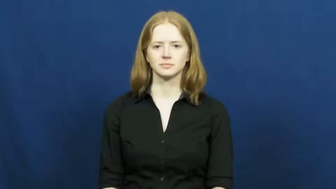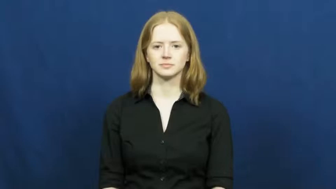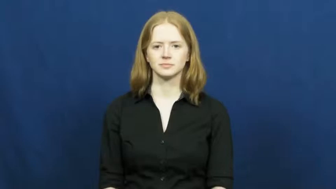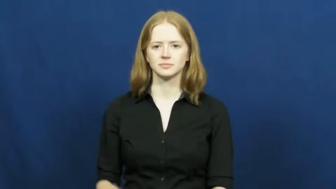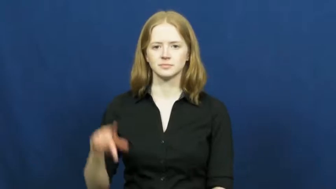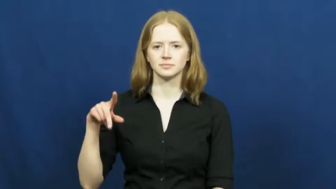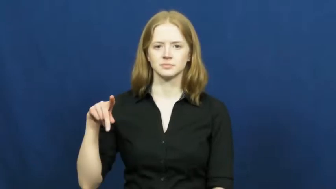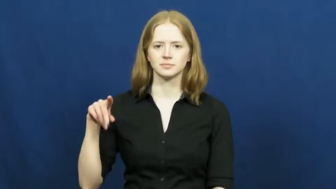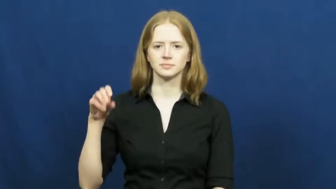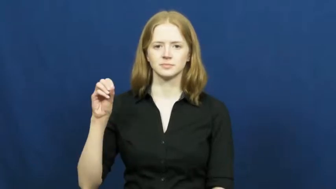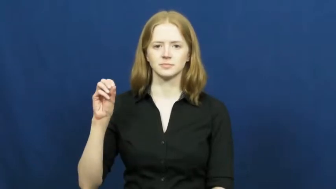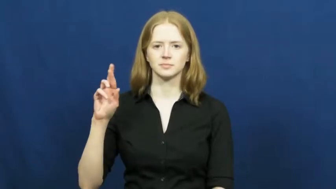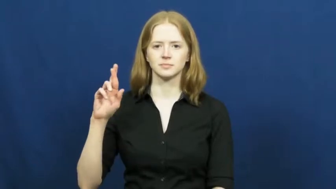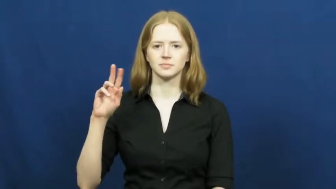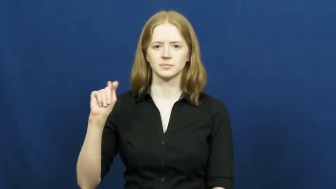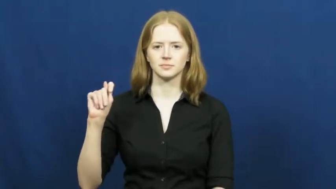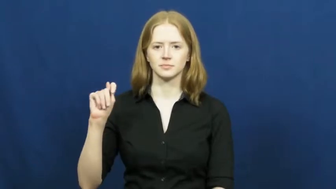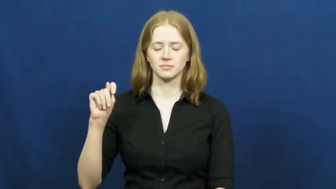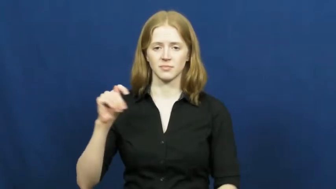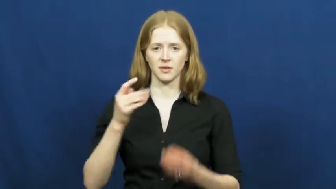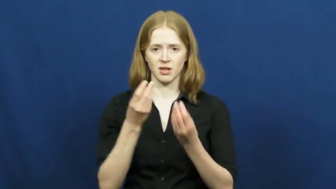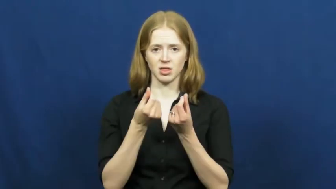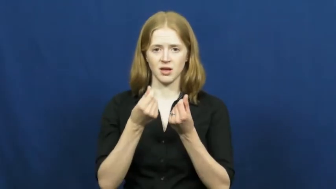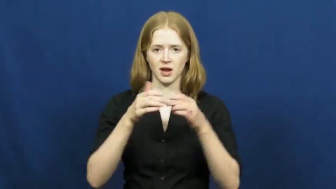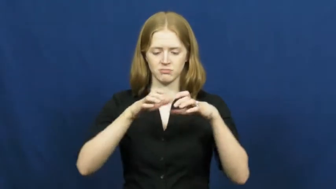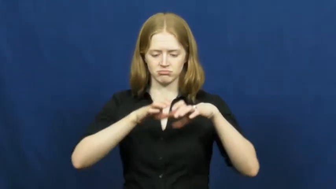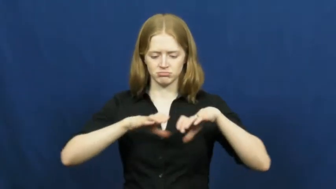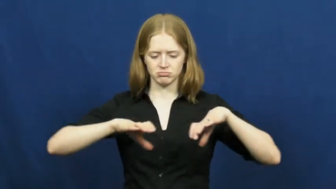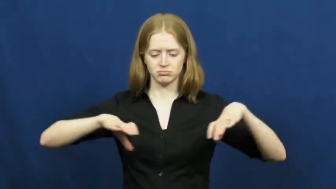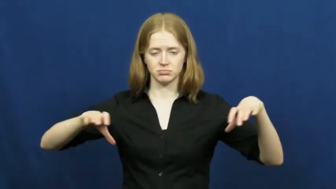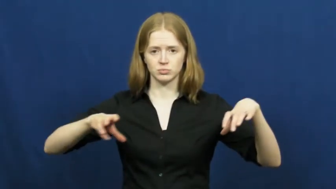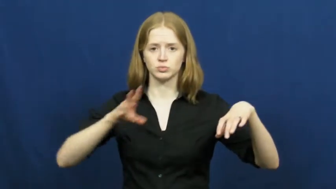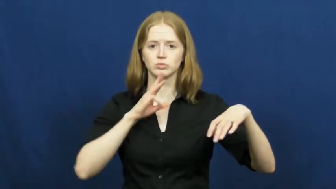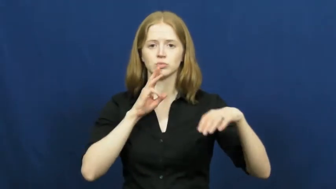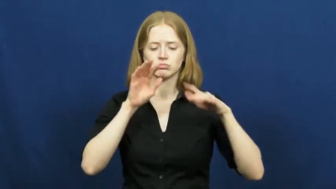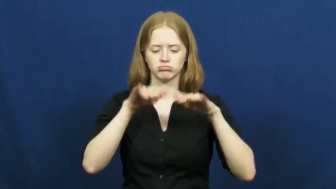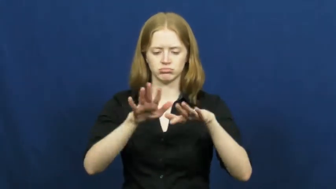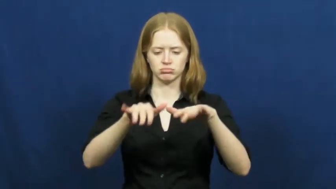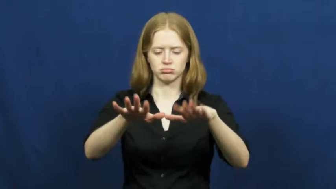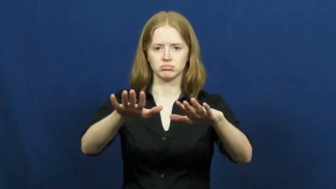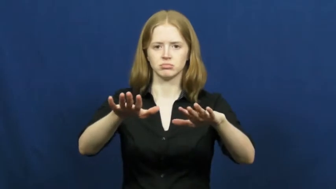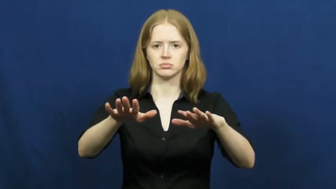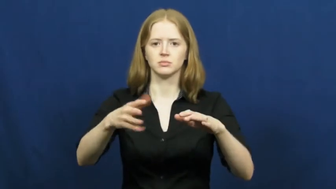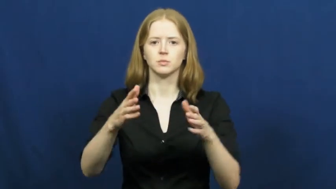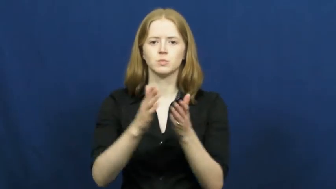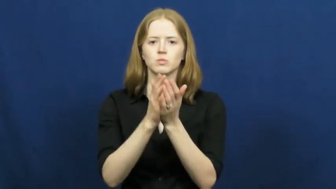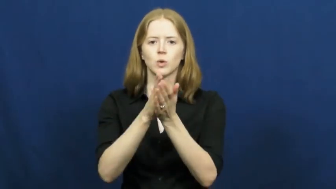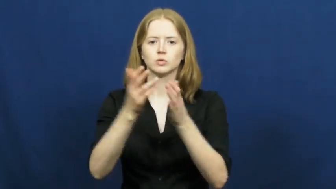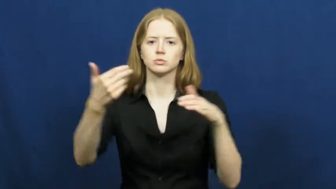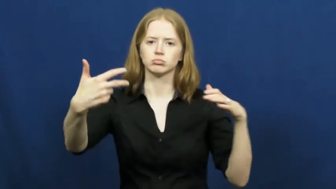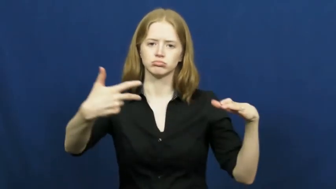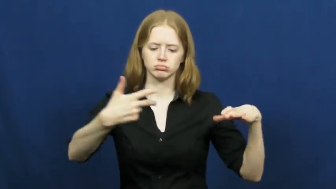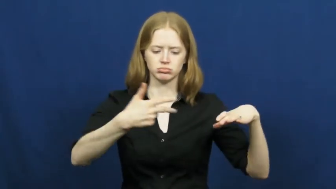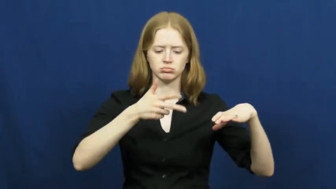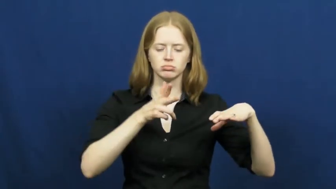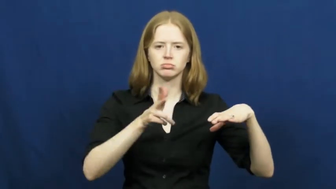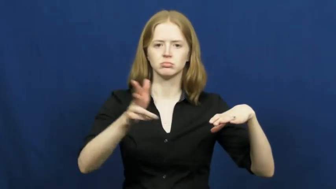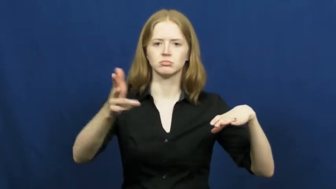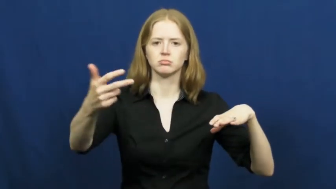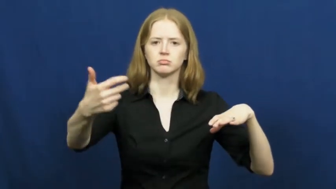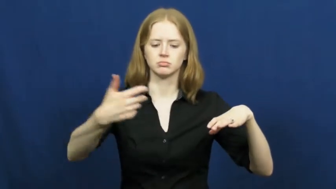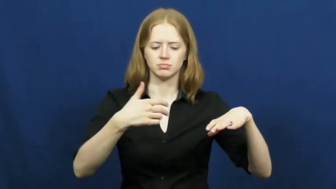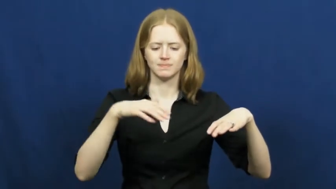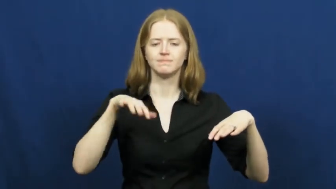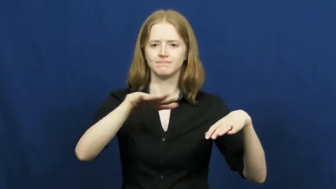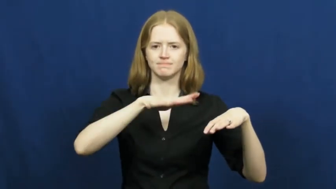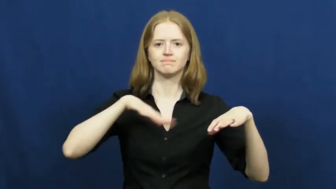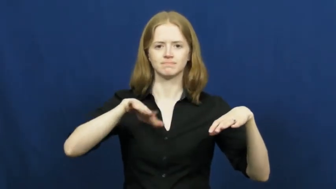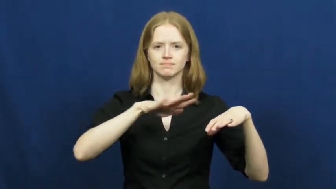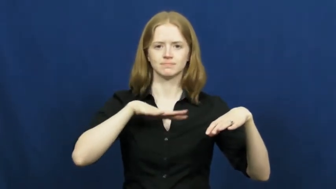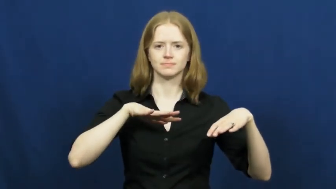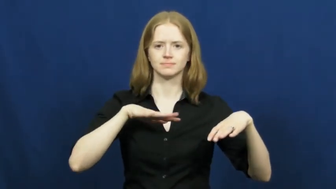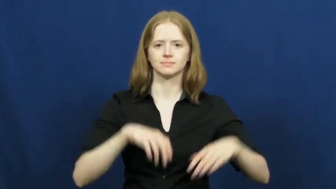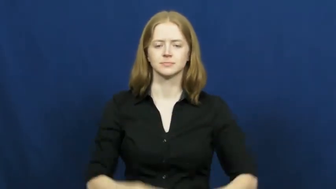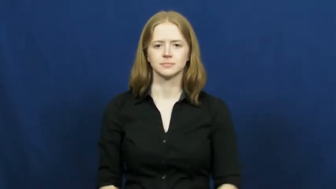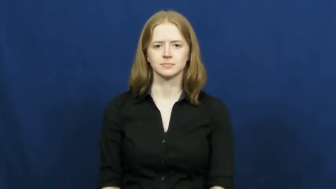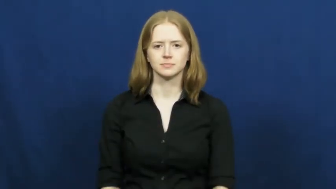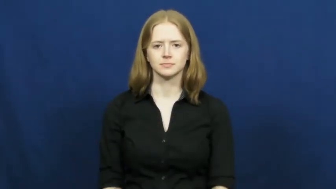port-sea